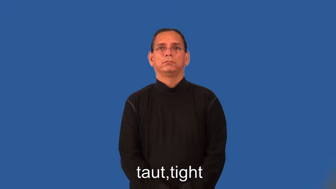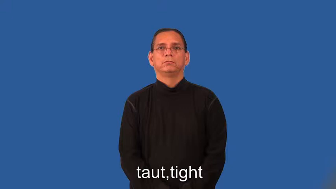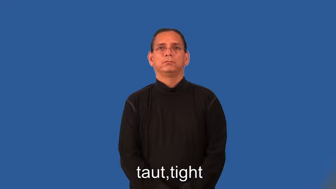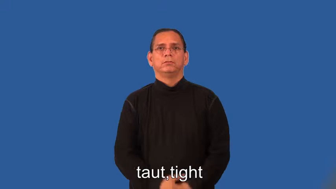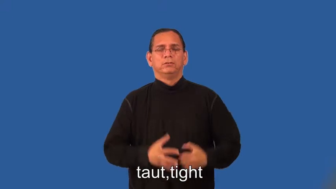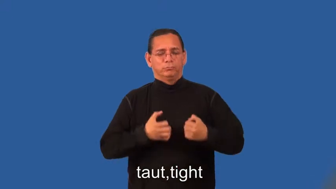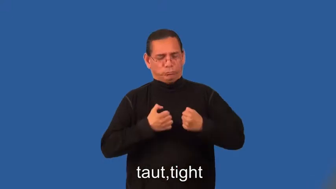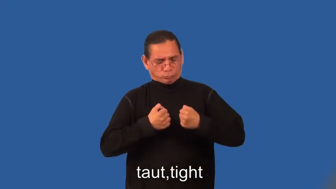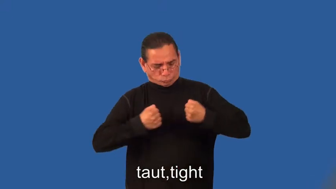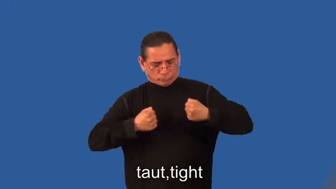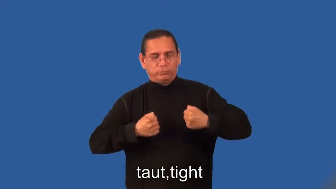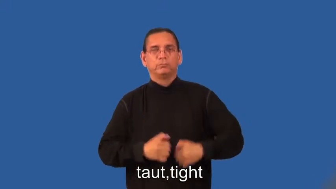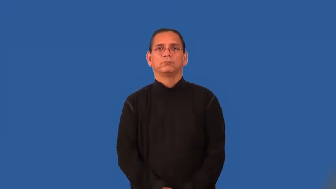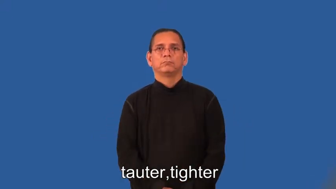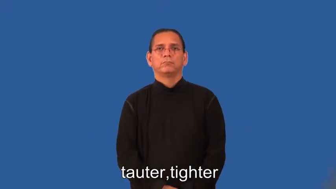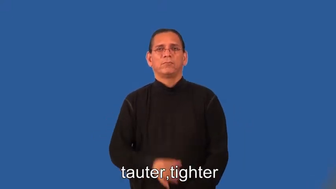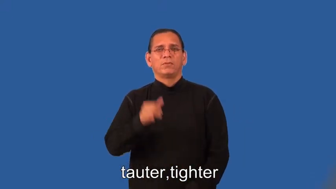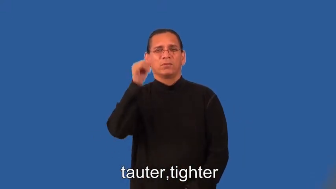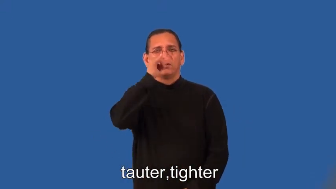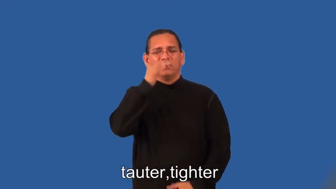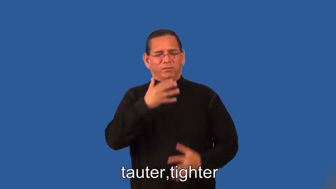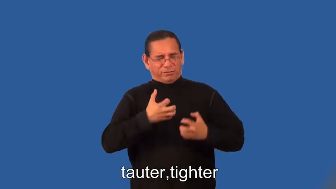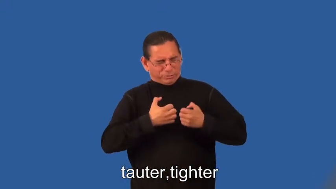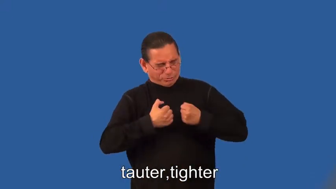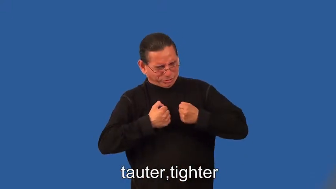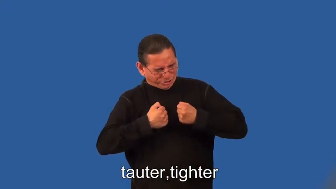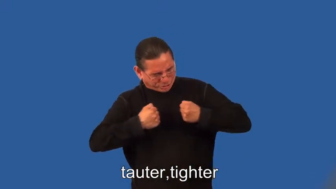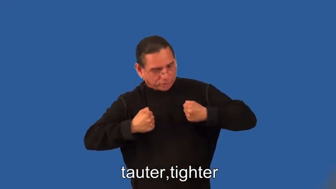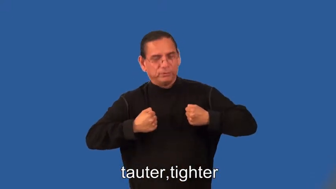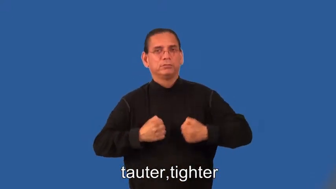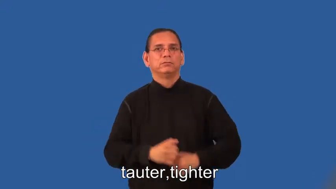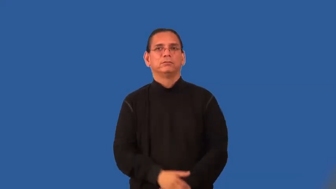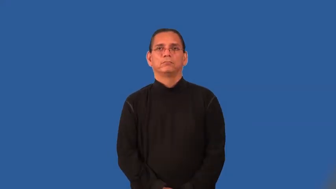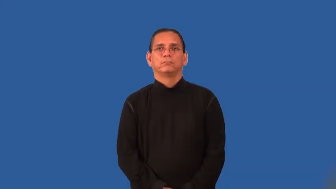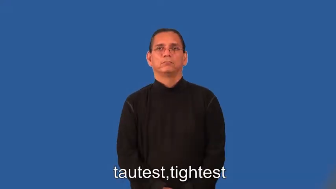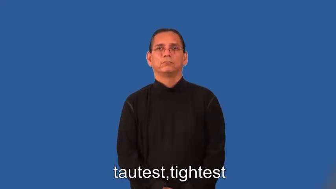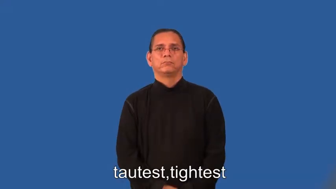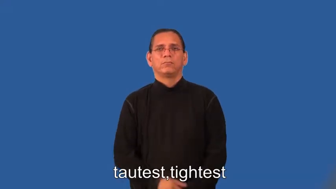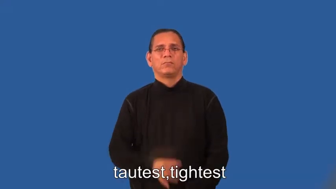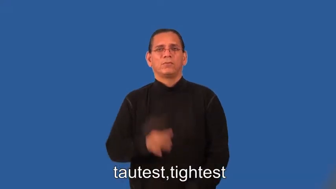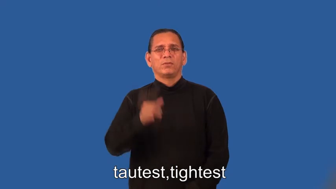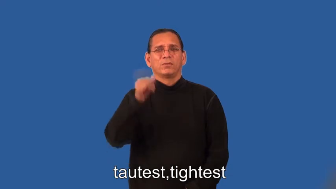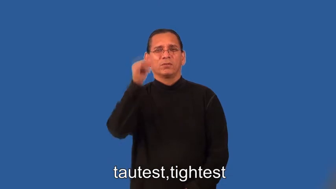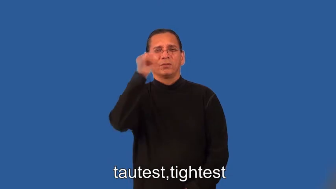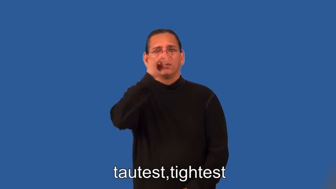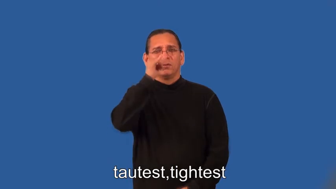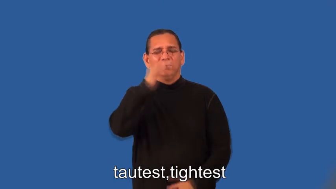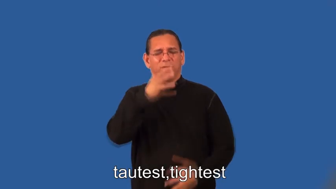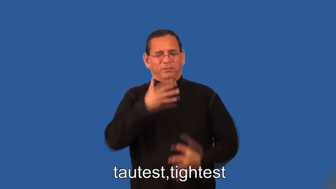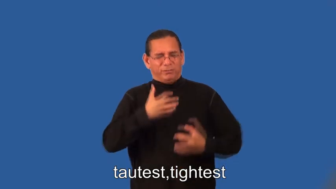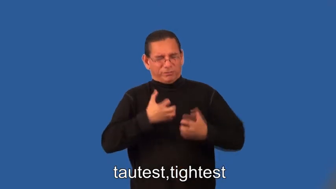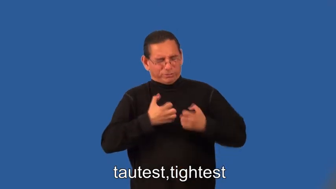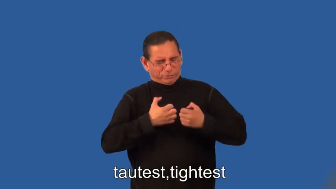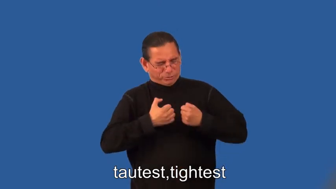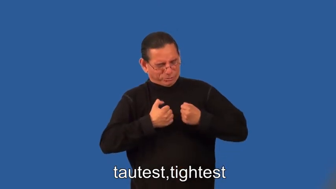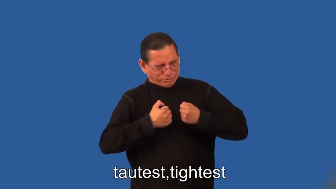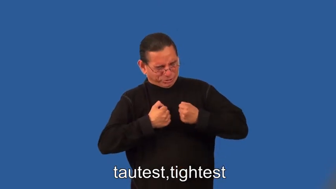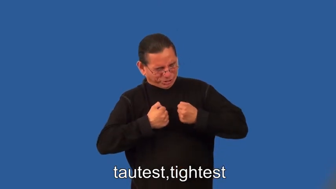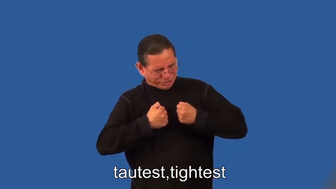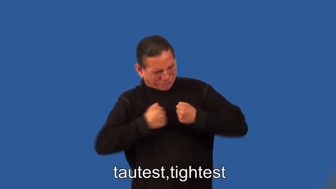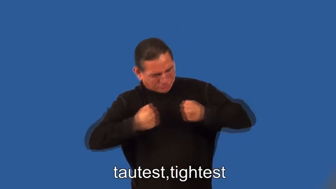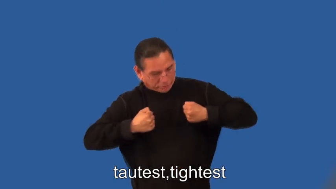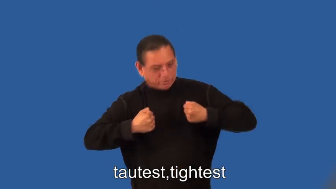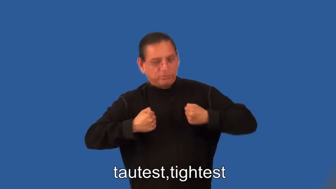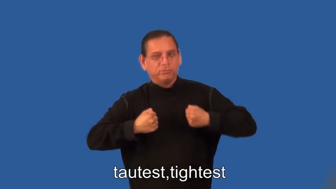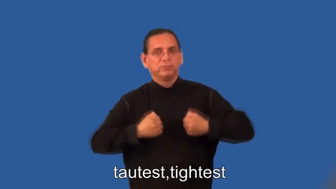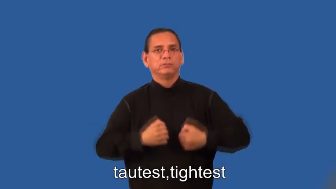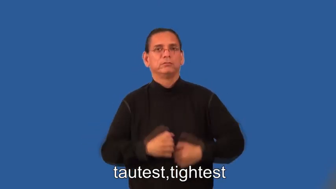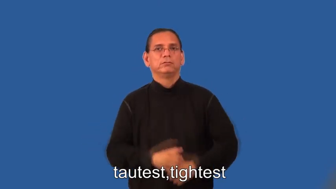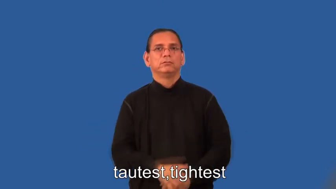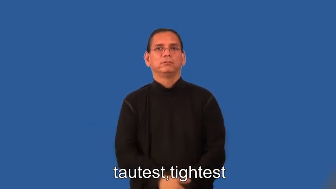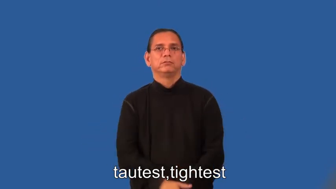tauter,tighter,tautest,tightest